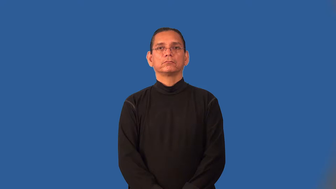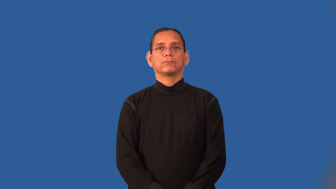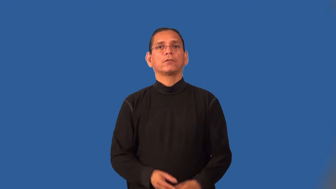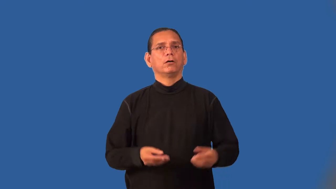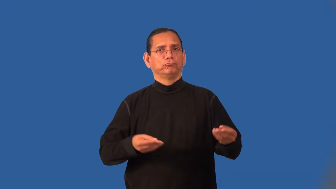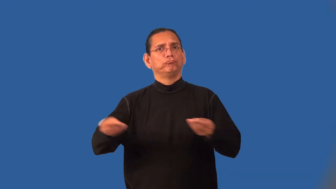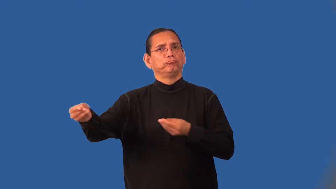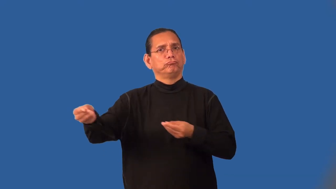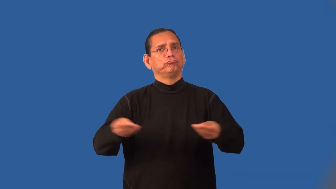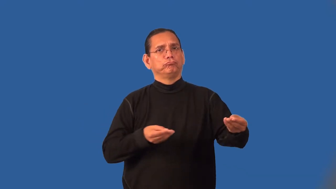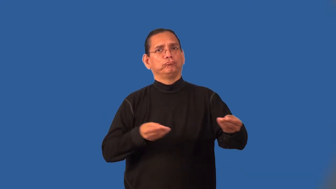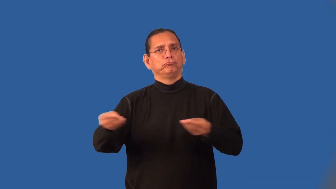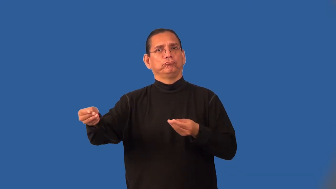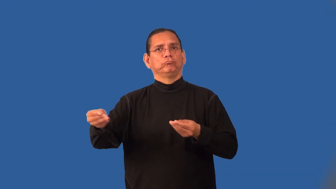intermediary